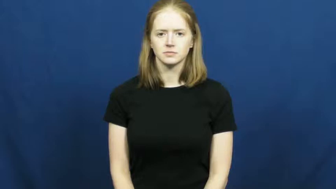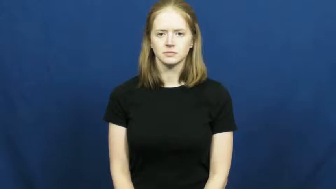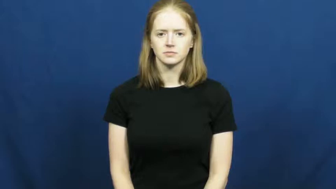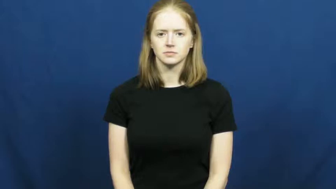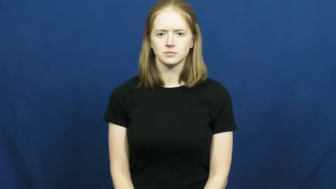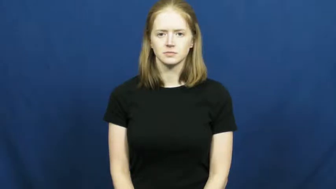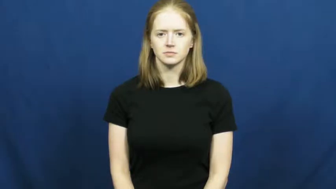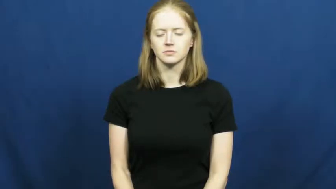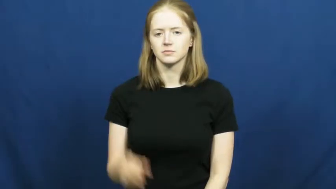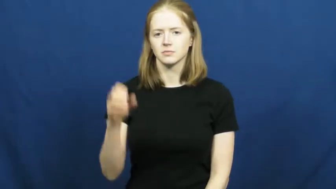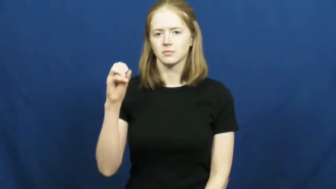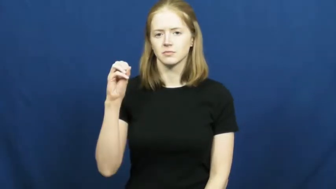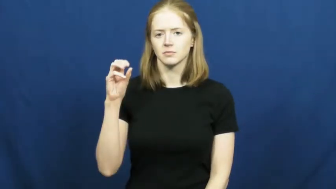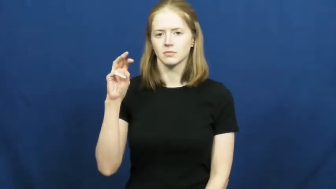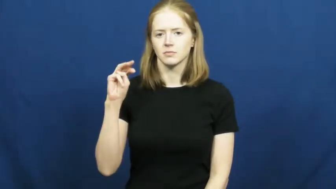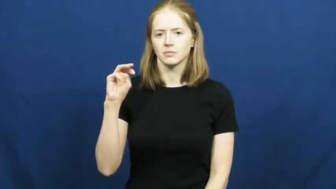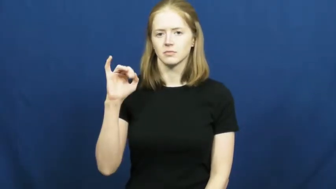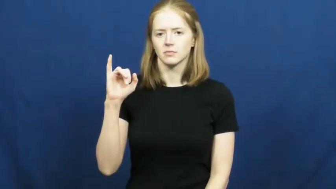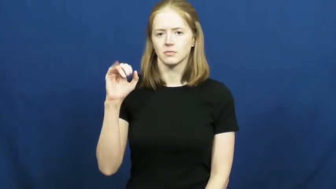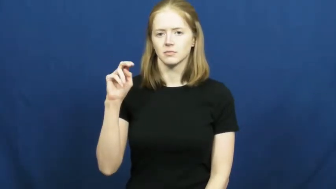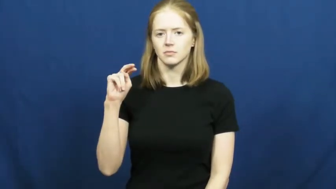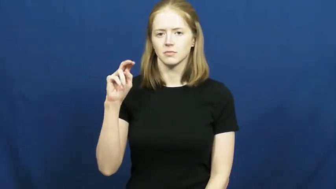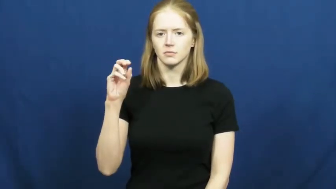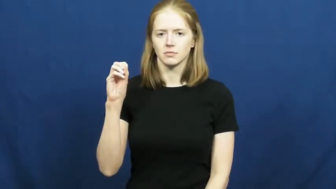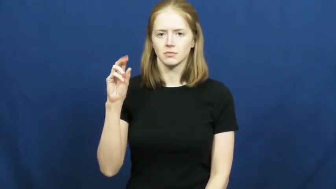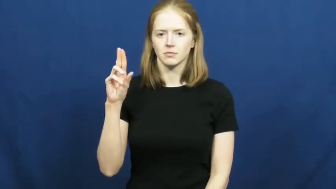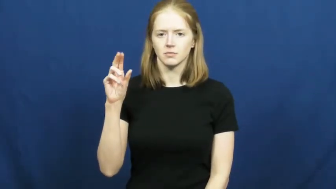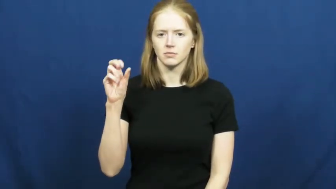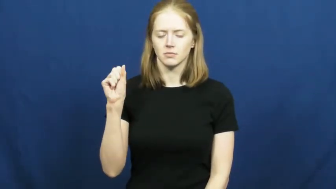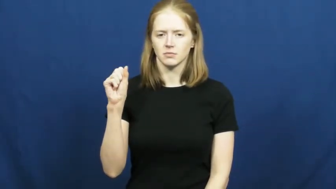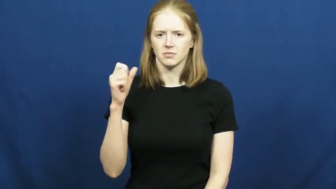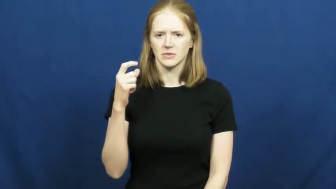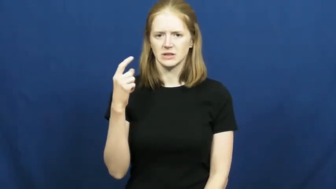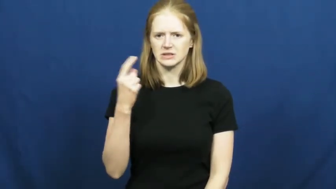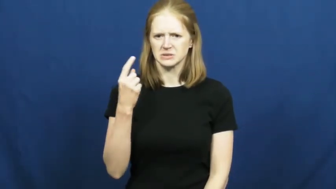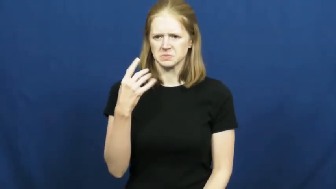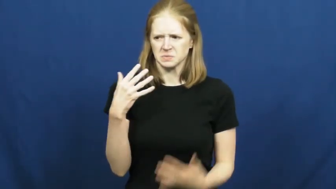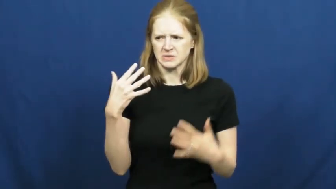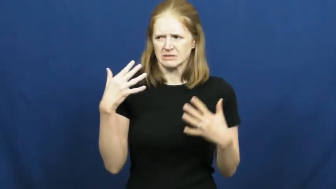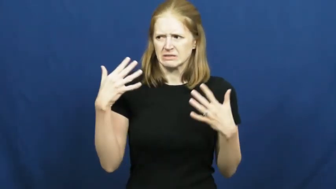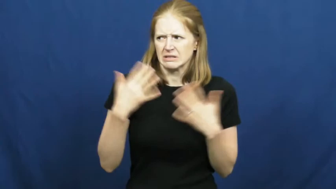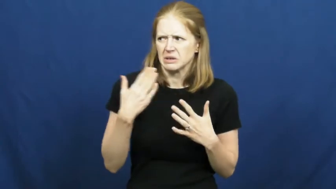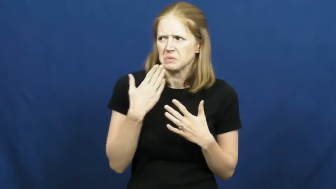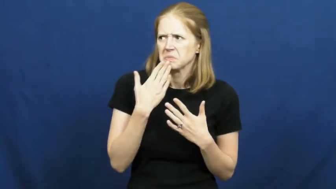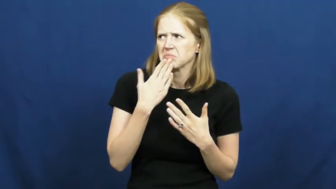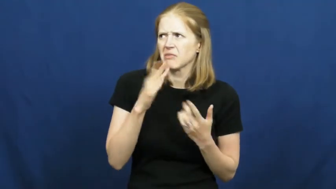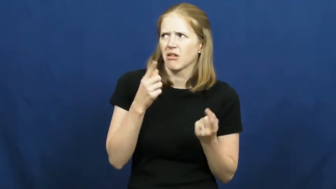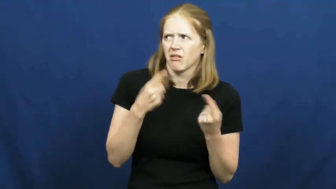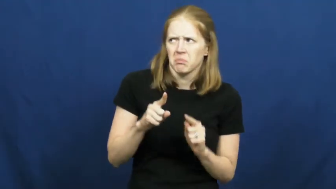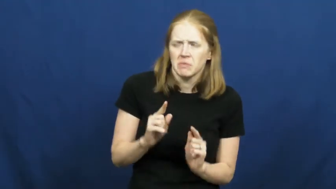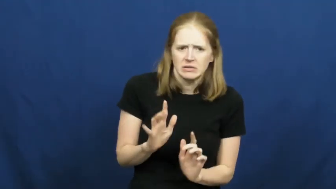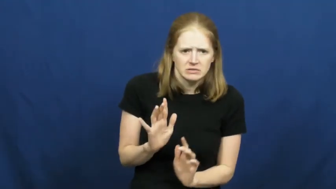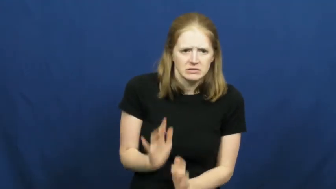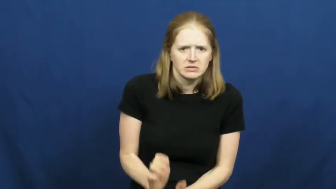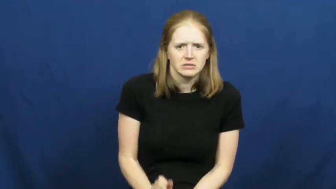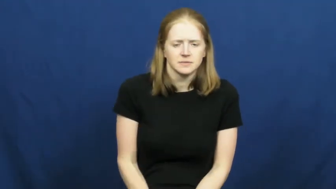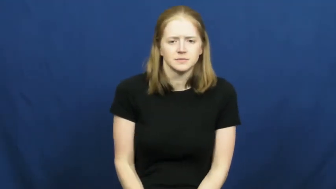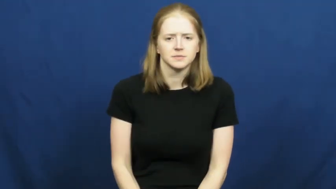ominous